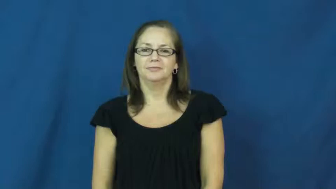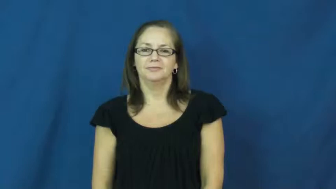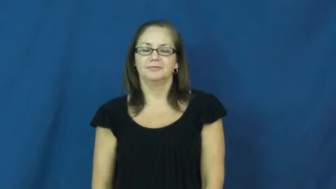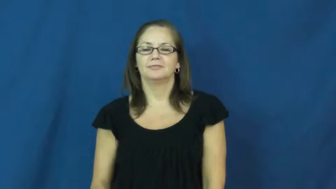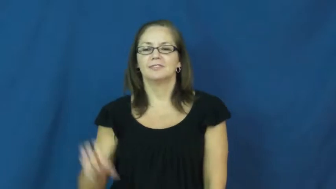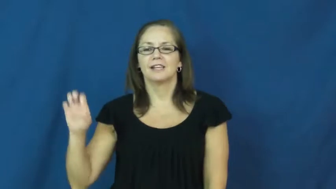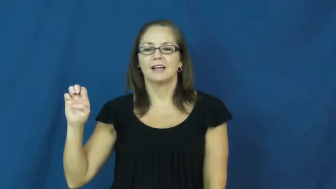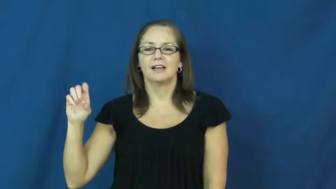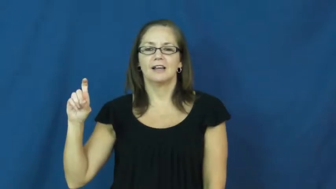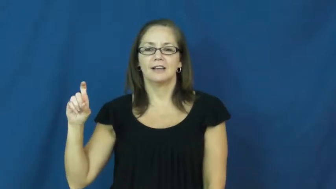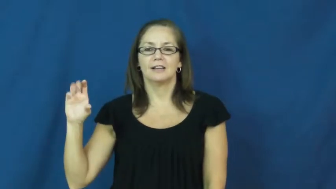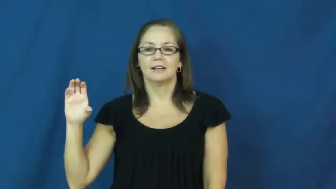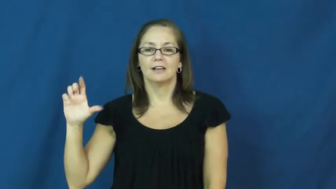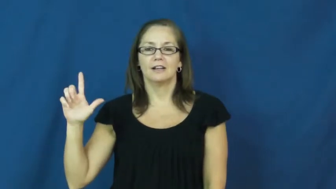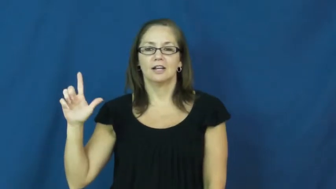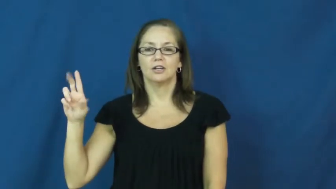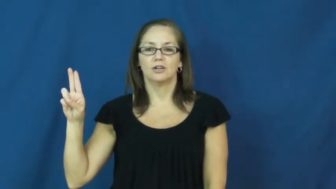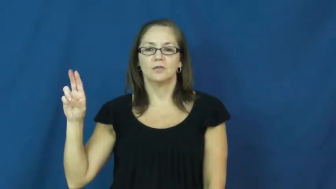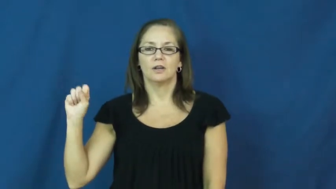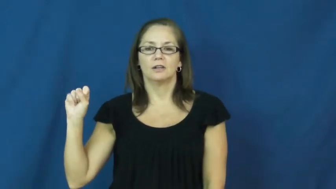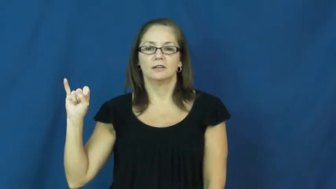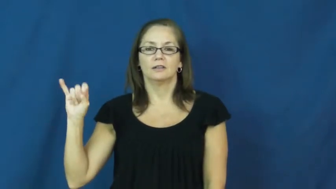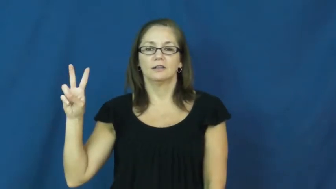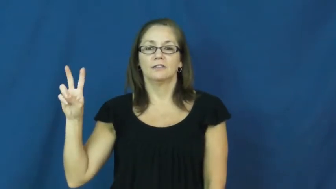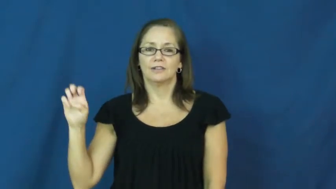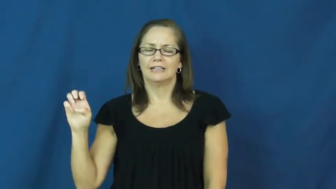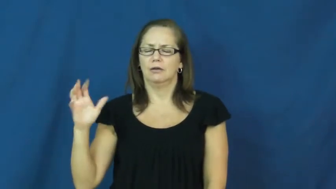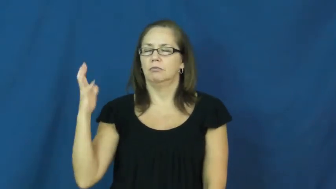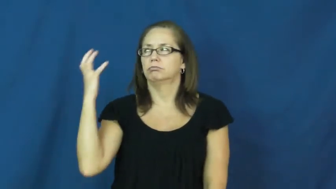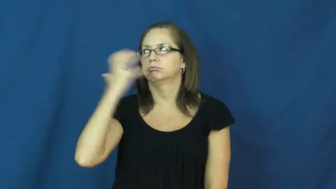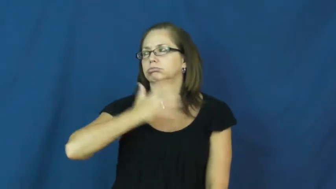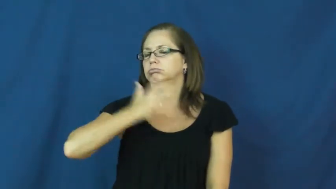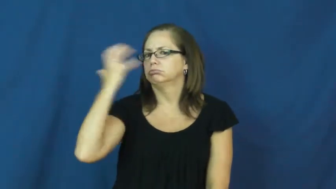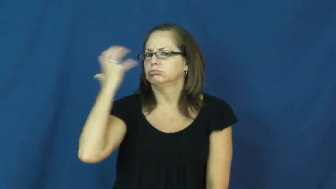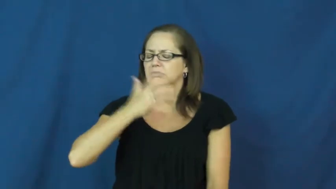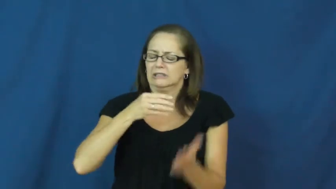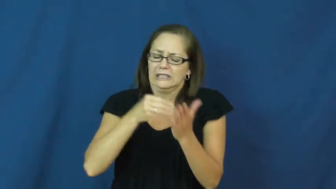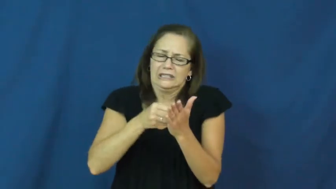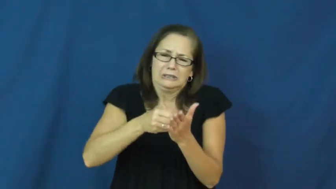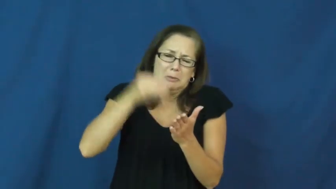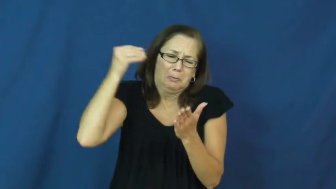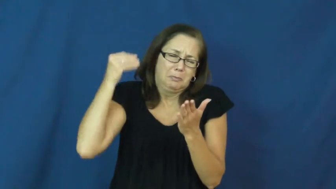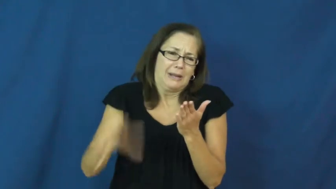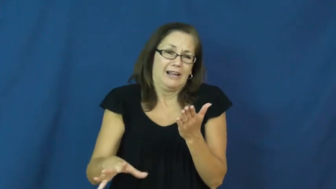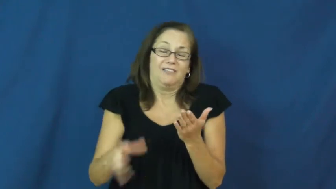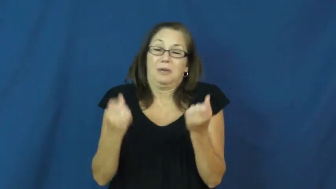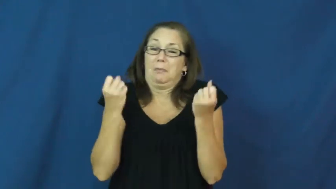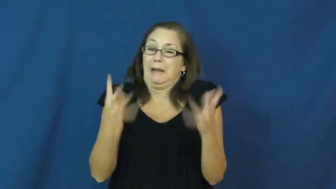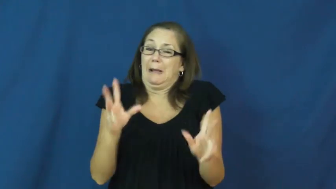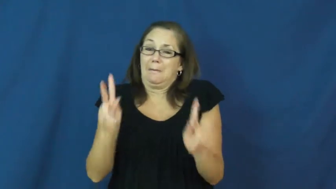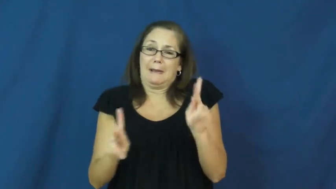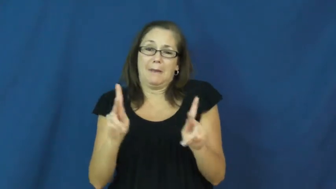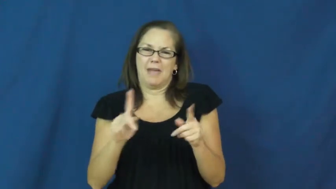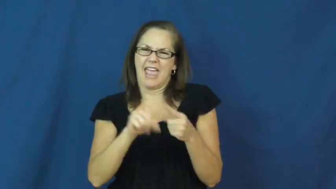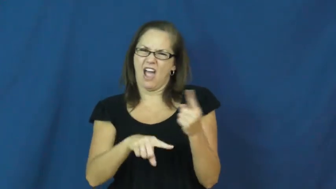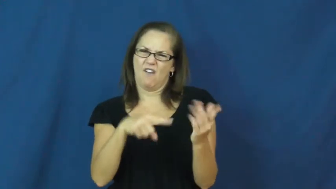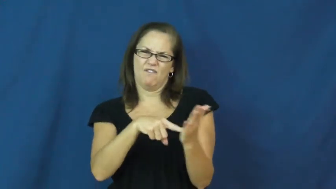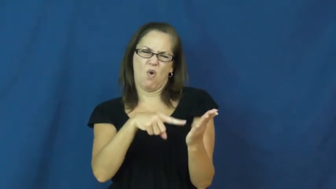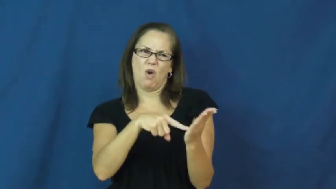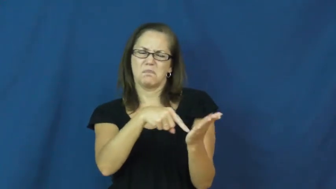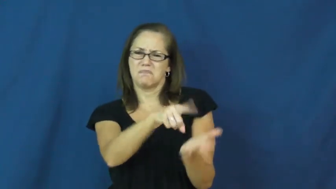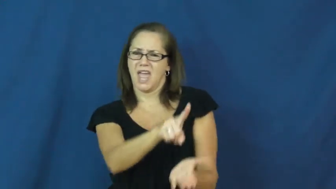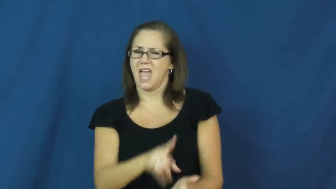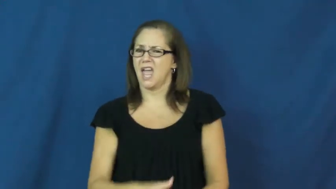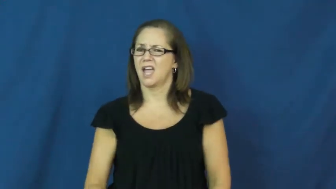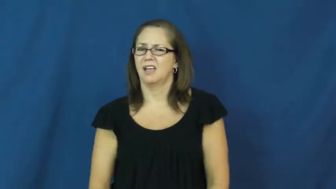exclusive-expensive